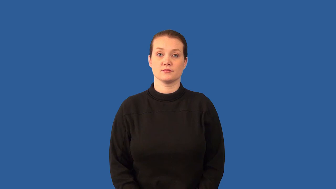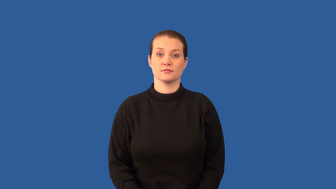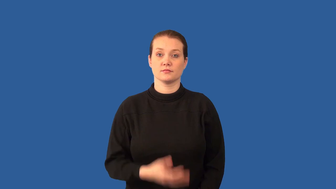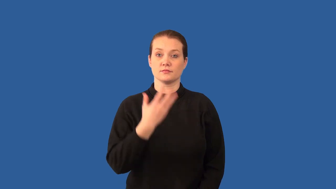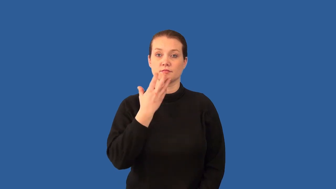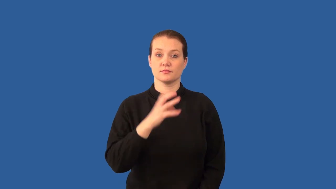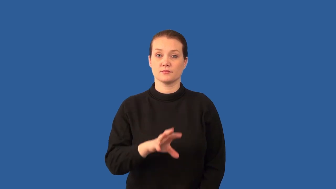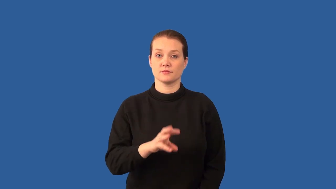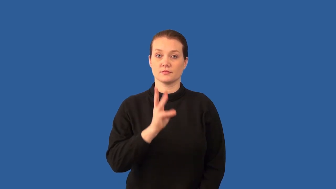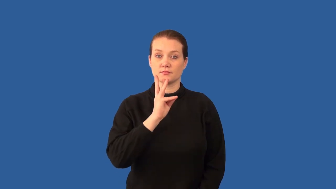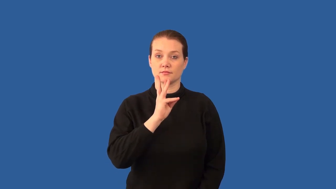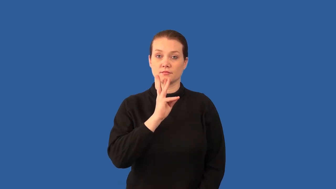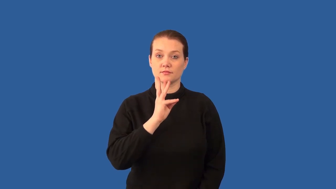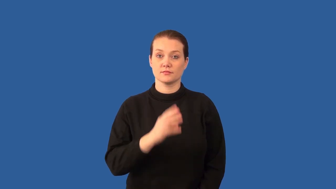hydrothermal